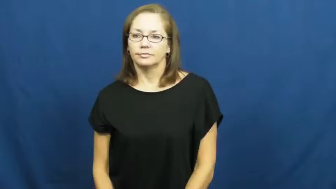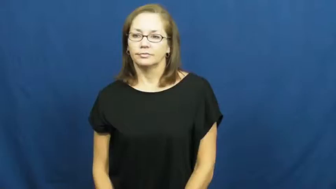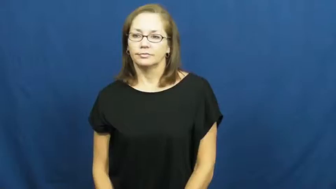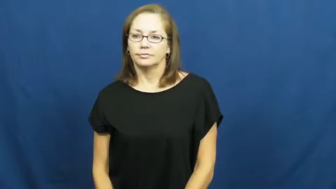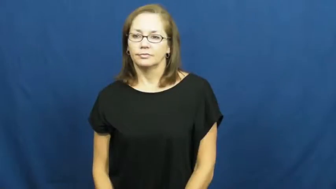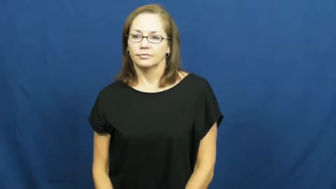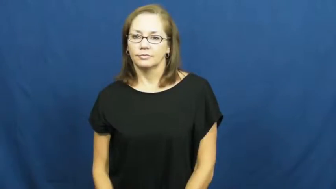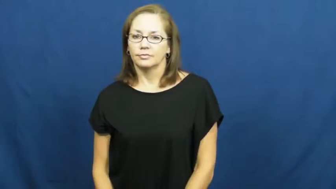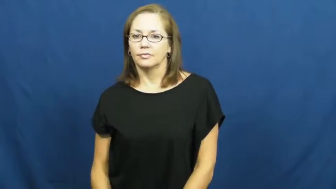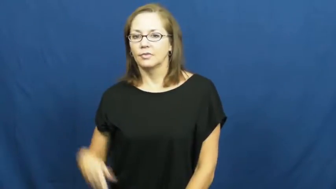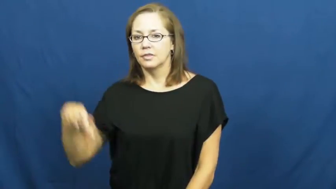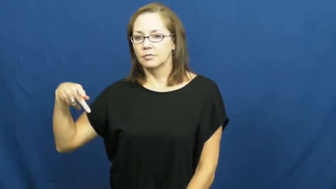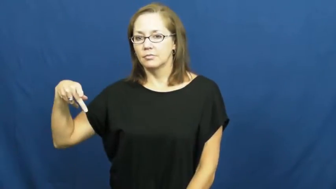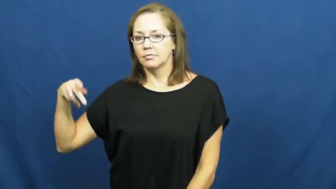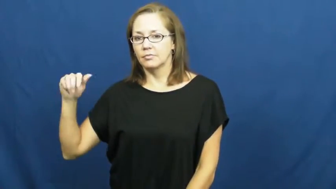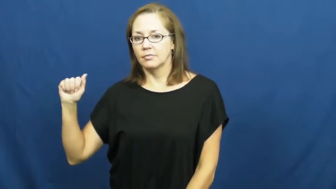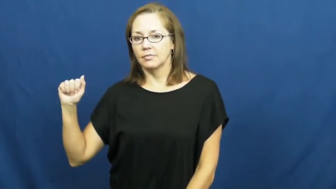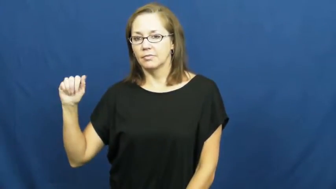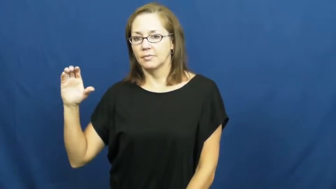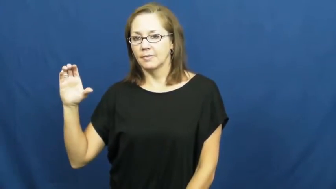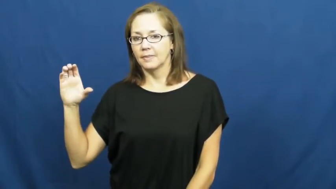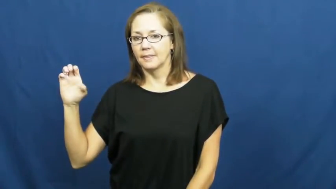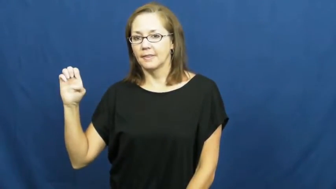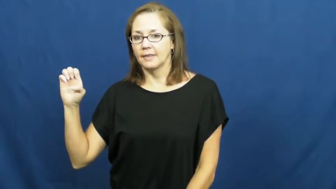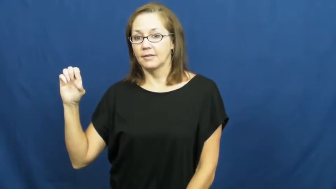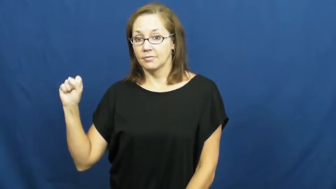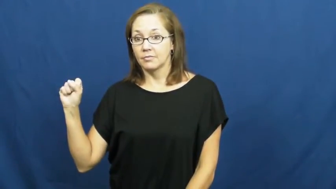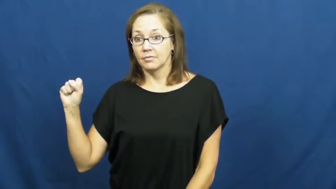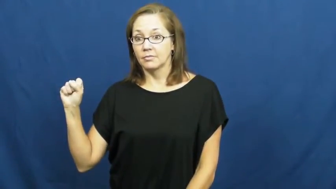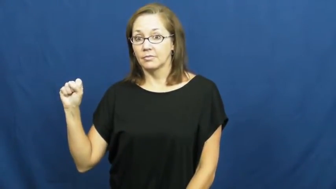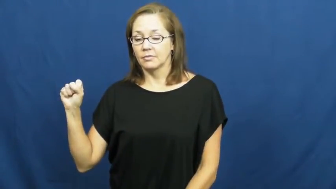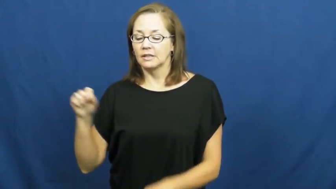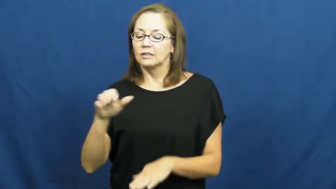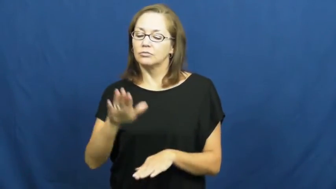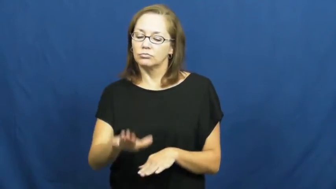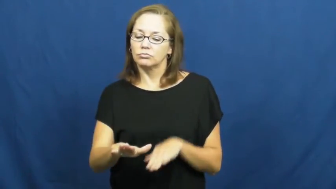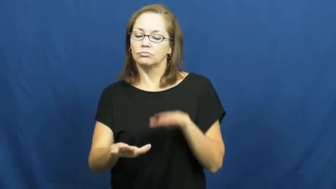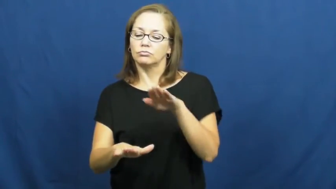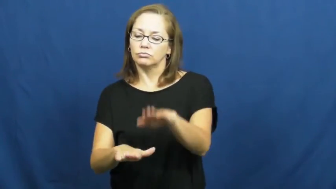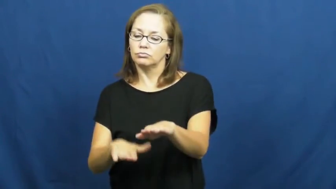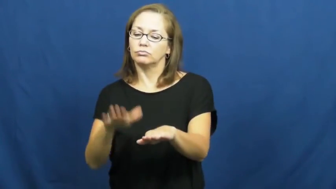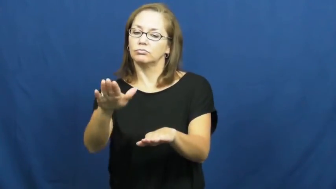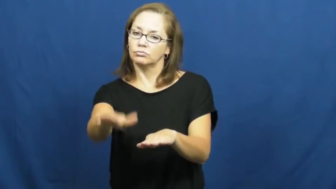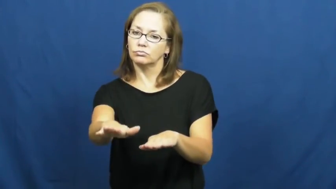paces